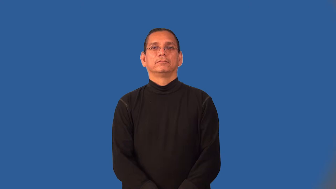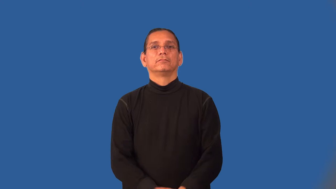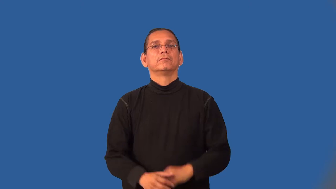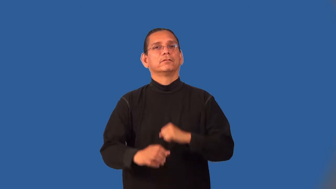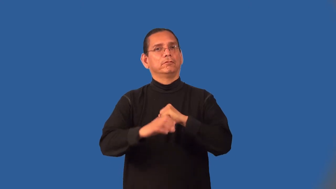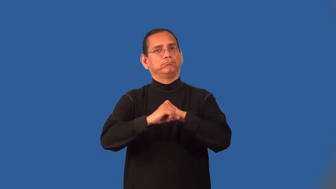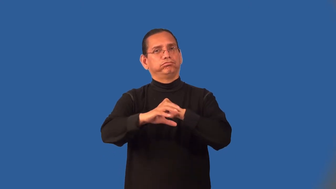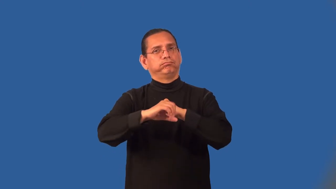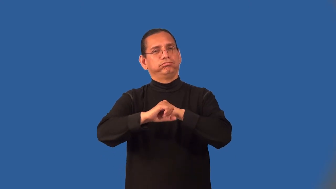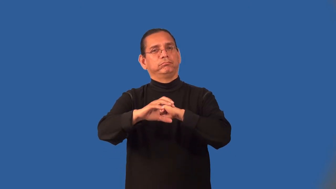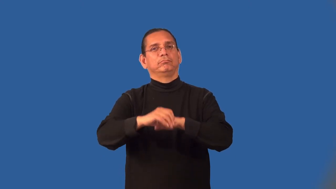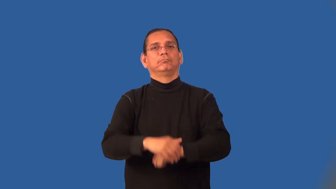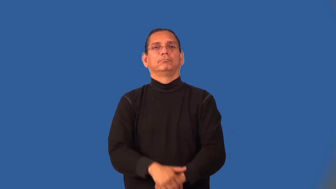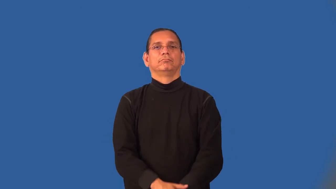market-advertise to sell